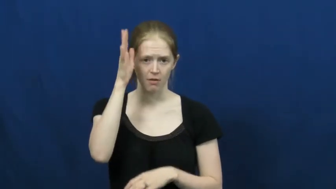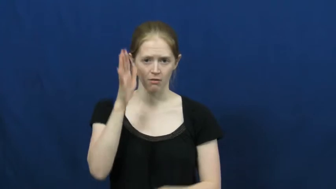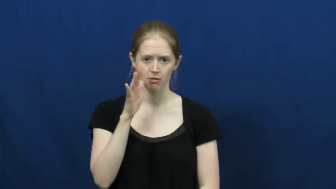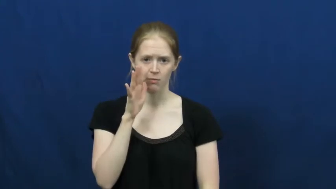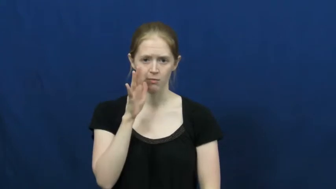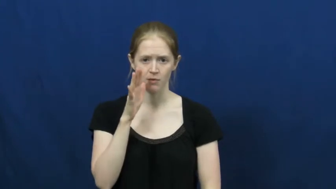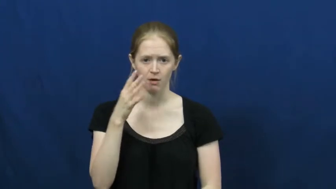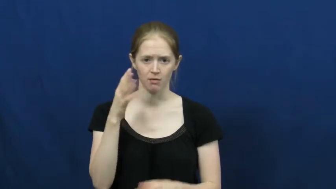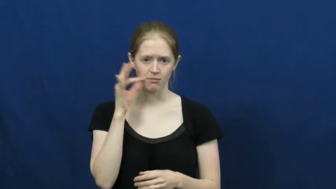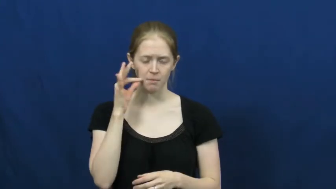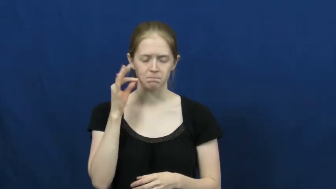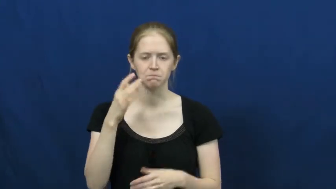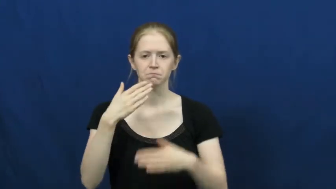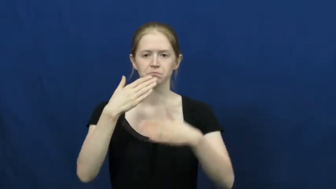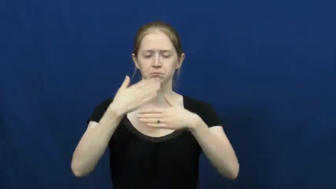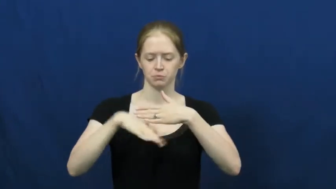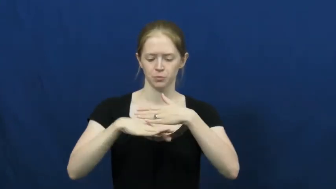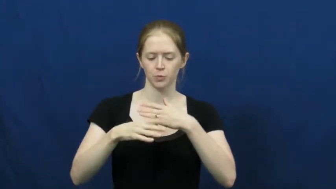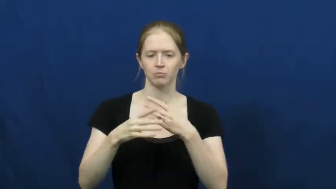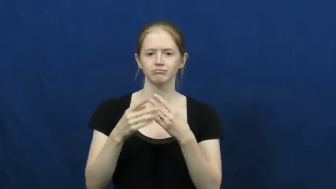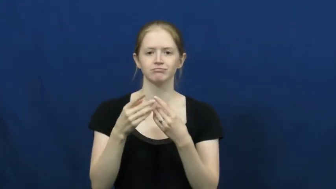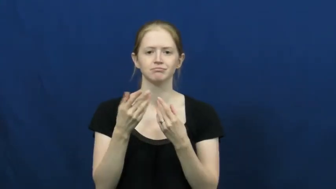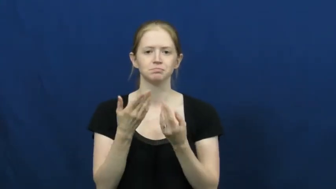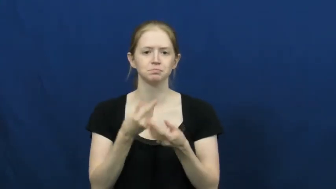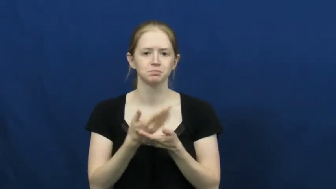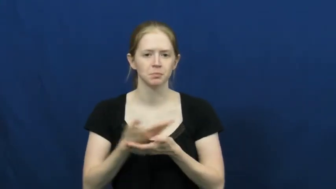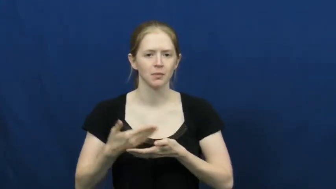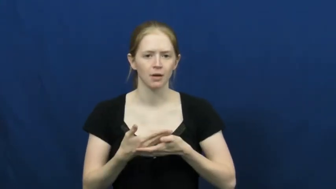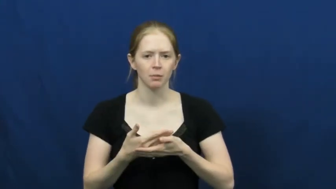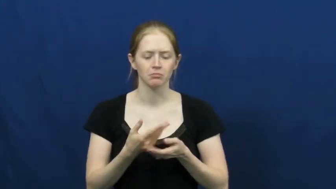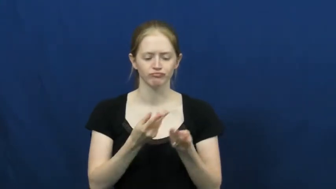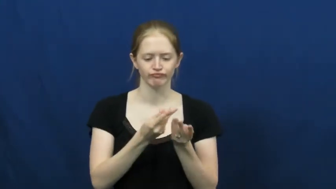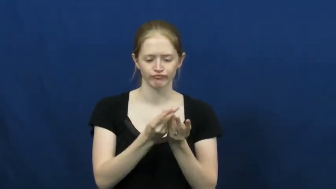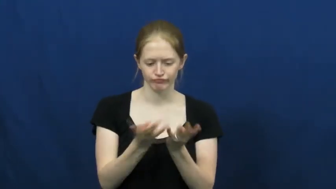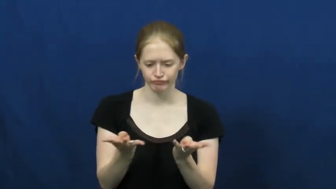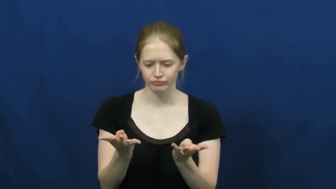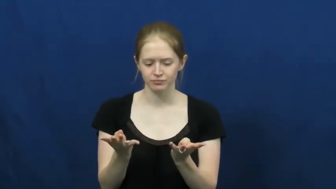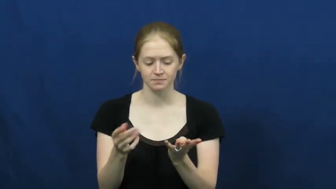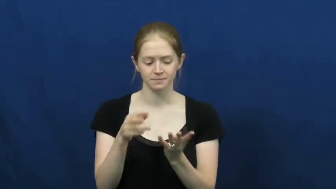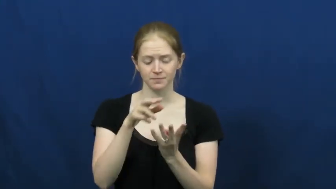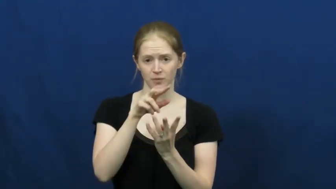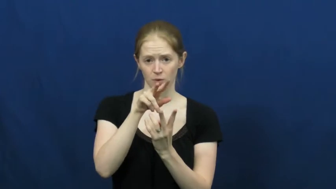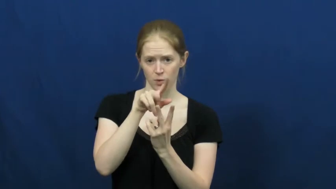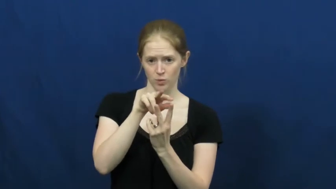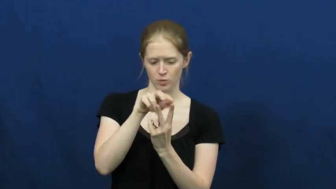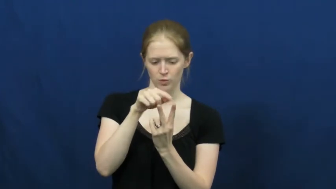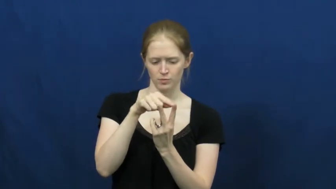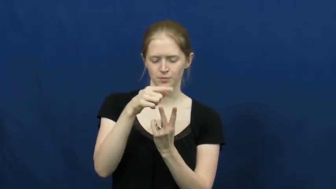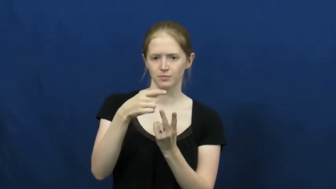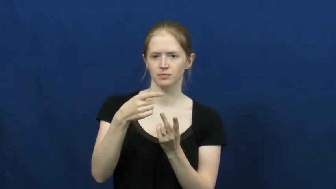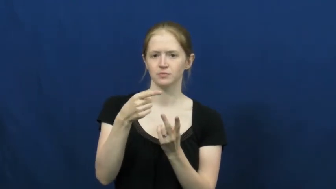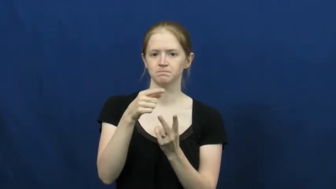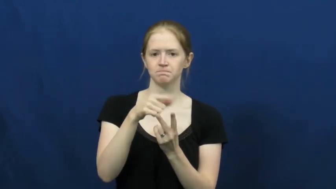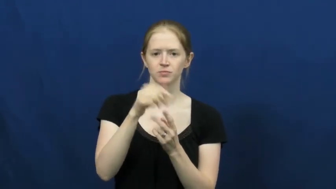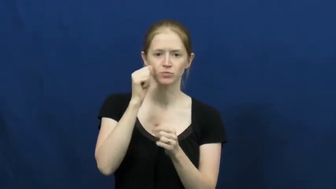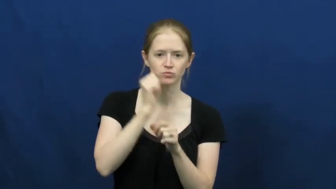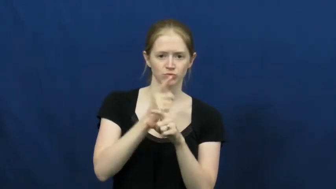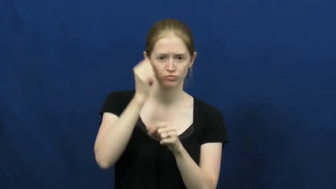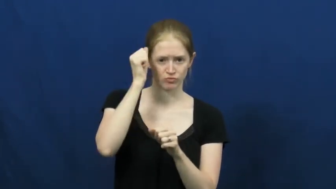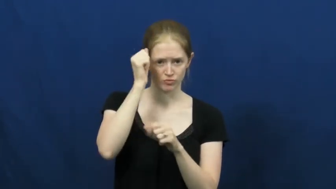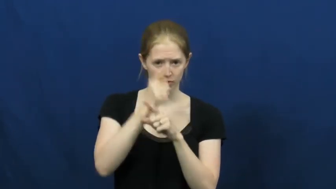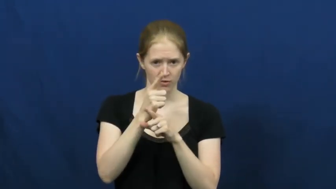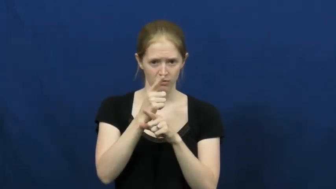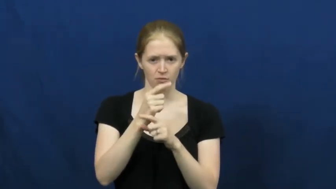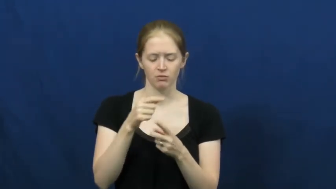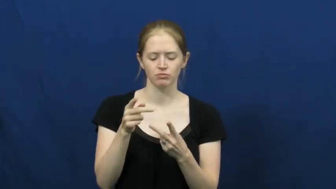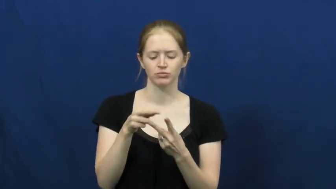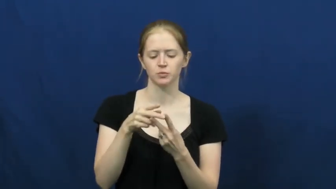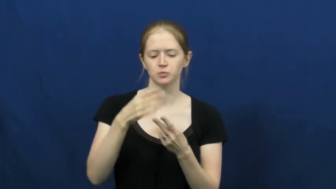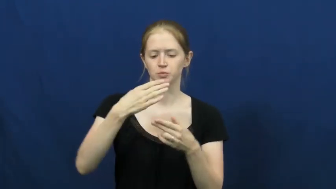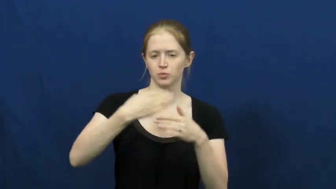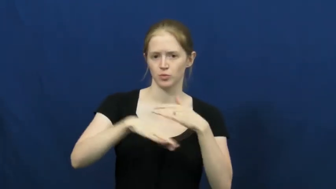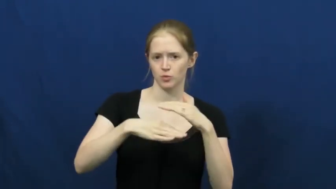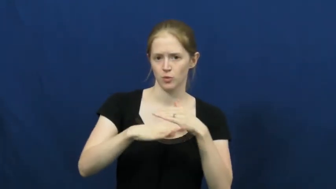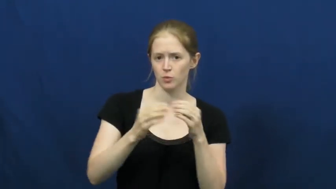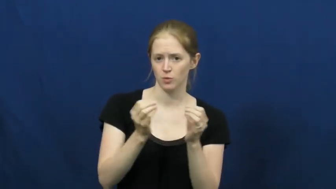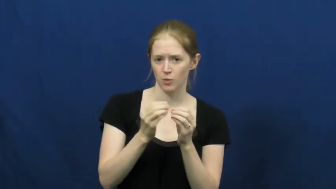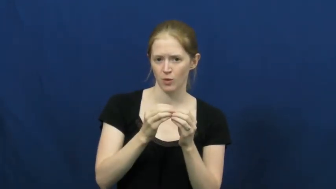inbred-family